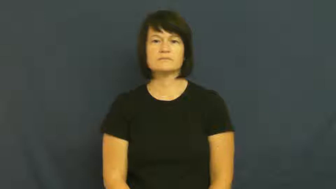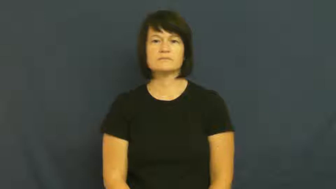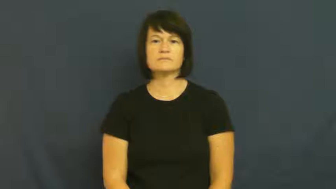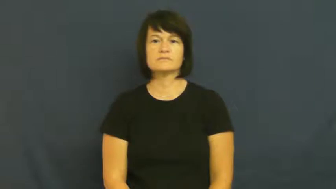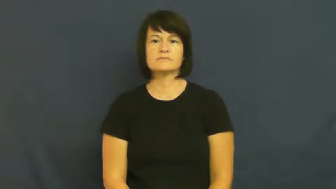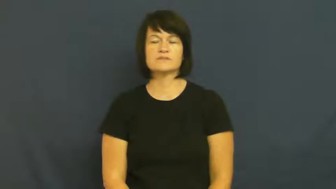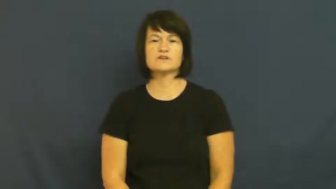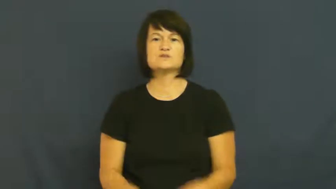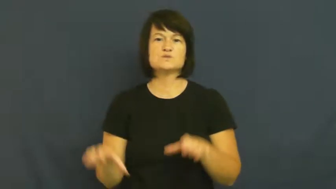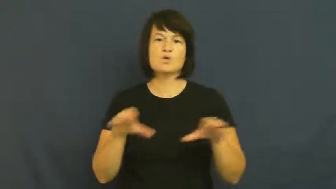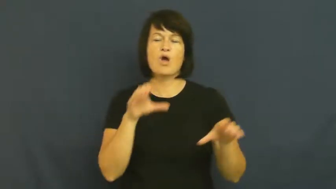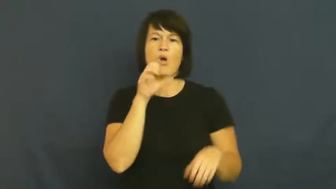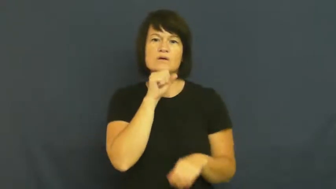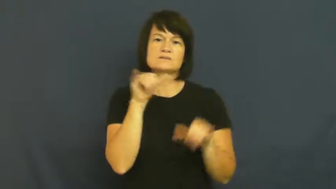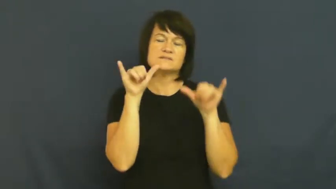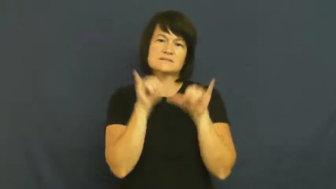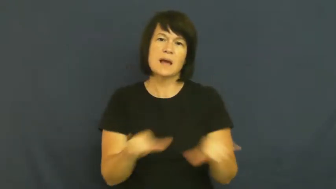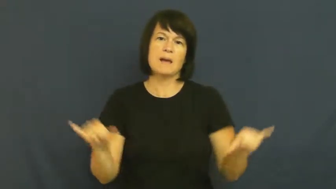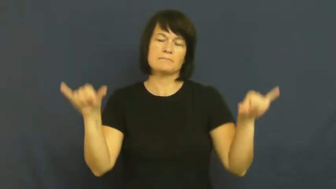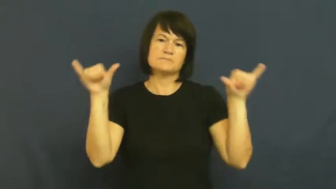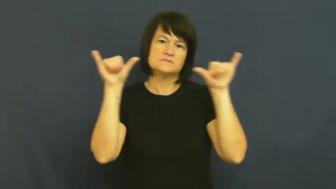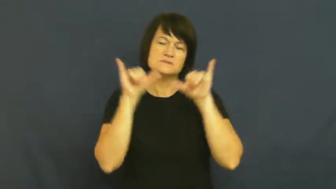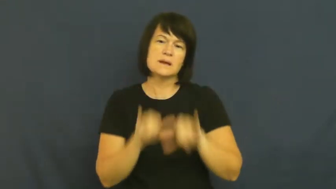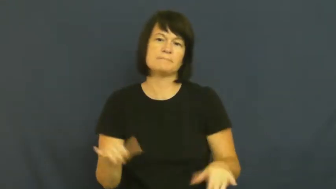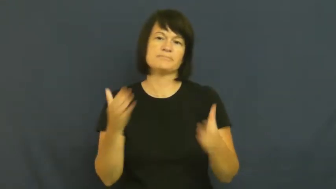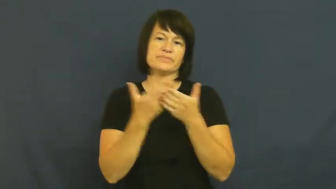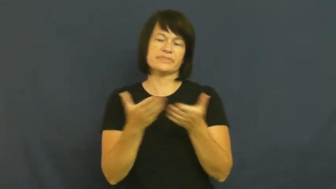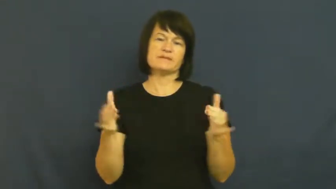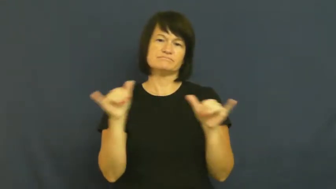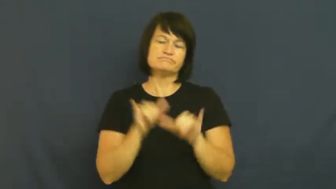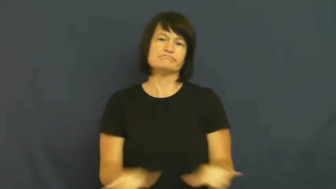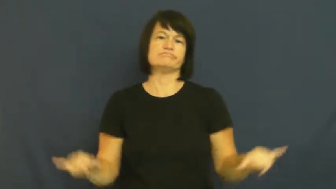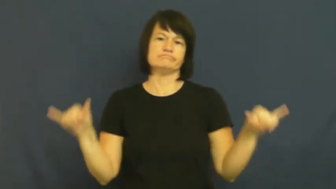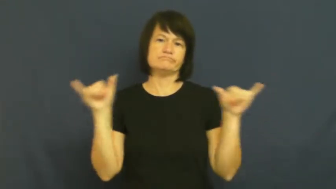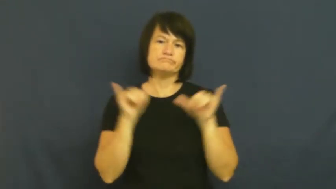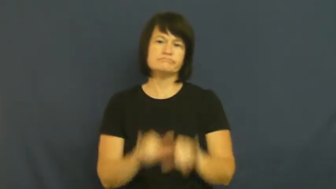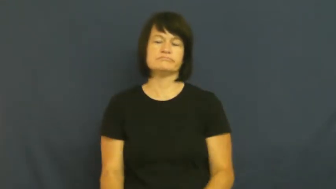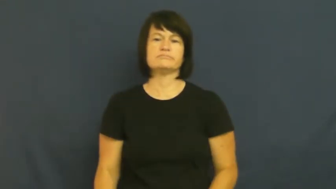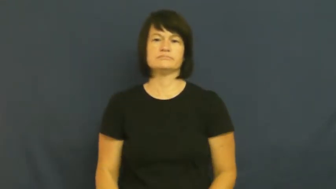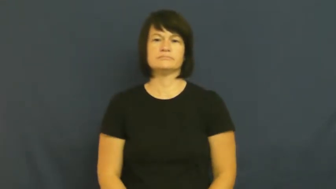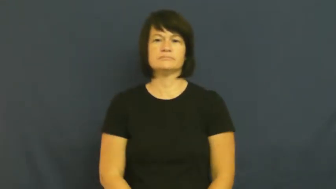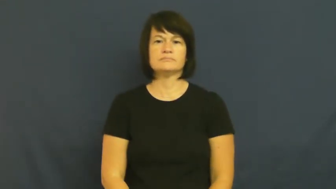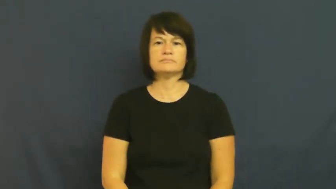rut,invariable,monotonous,singsong,slog,stasis,tiresome,wearisome